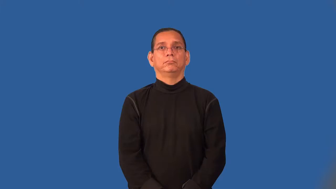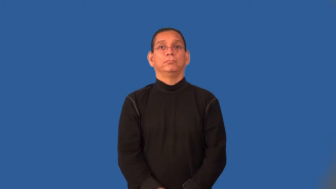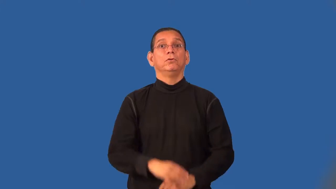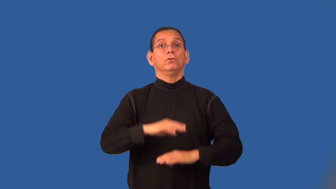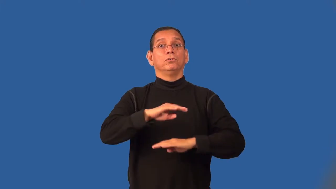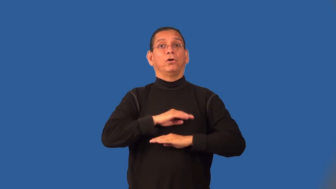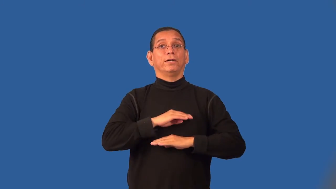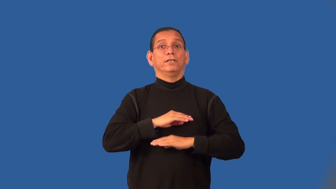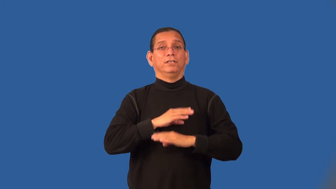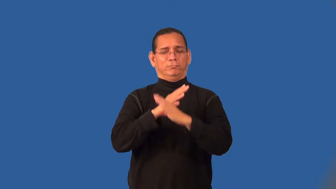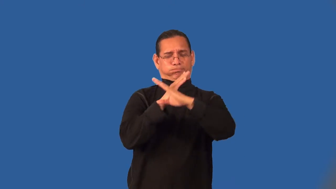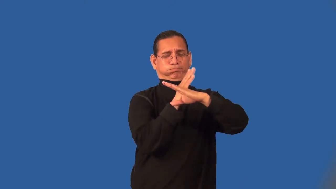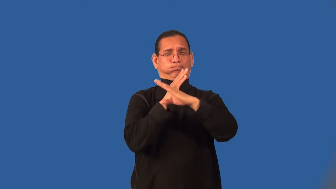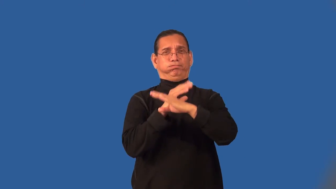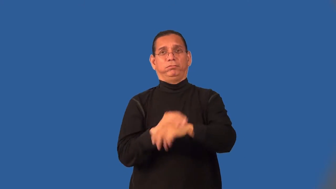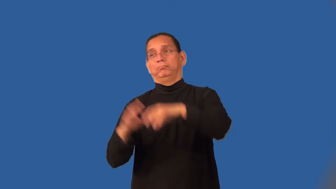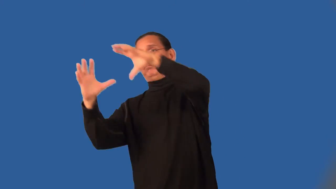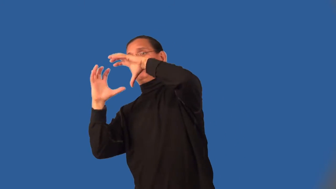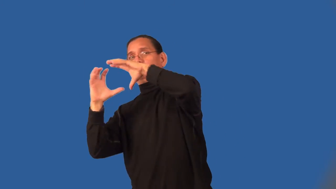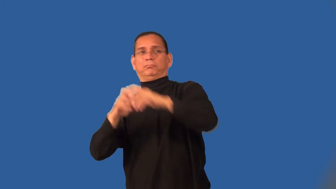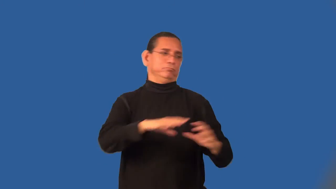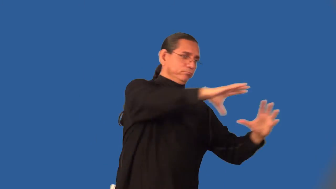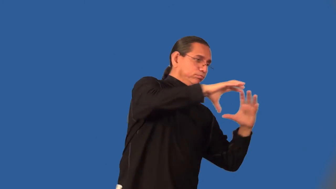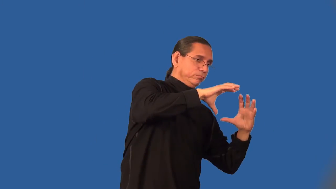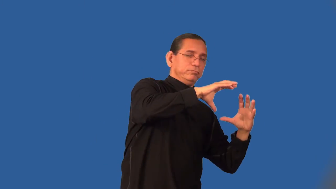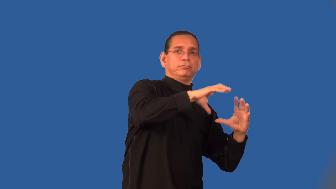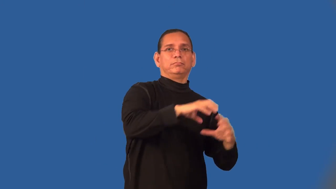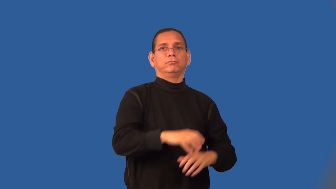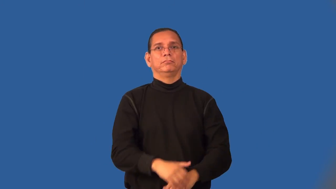save-soccer